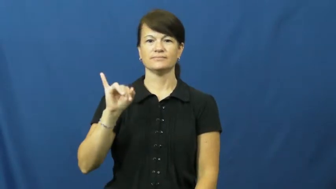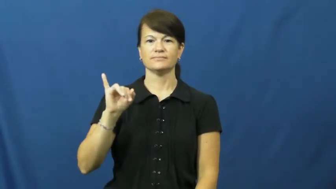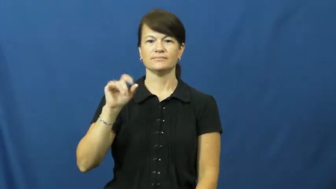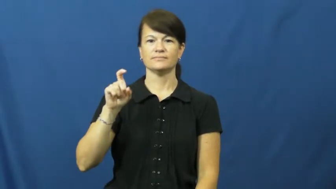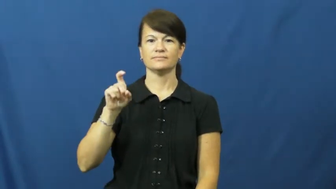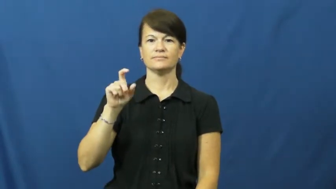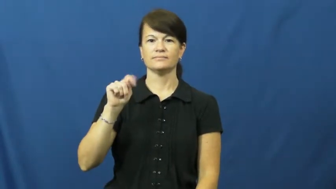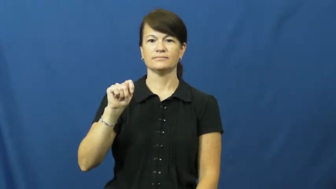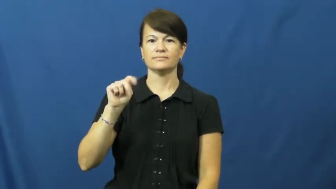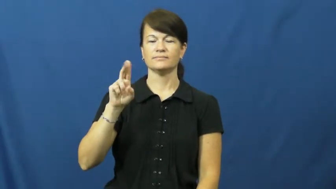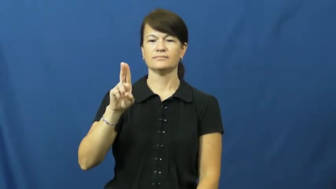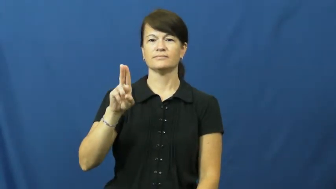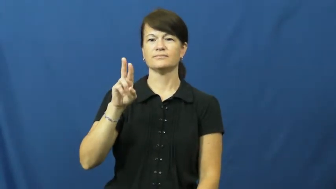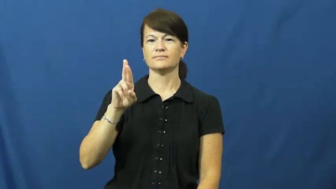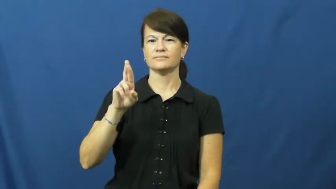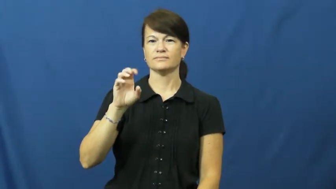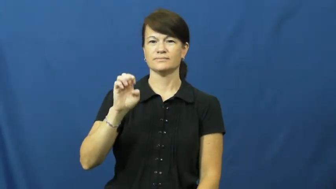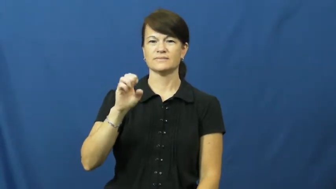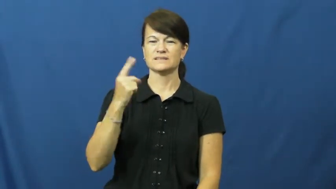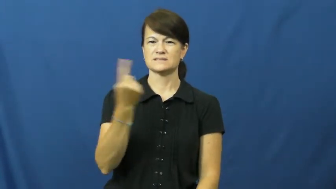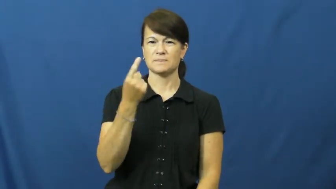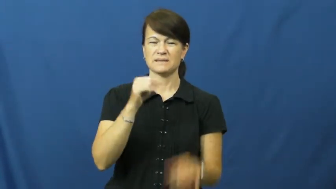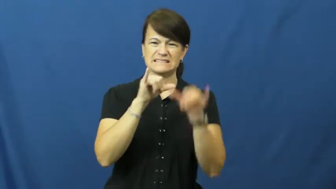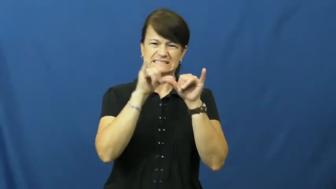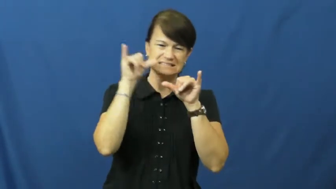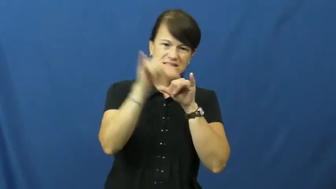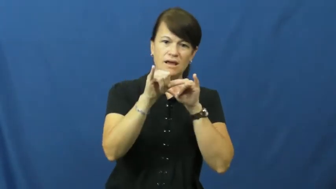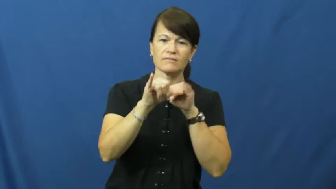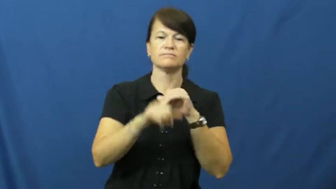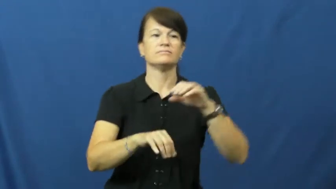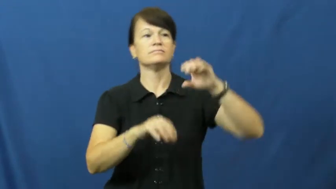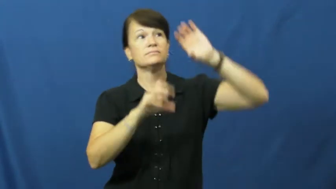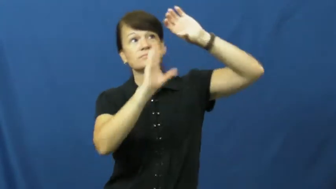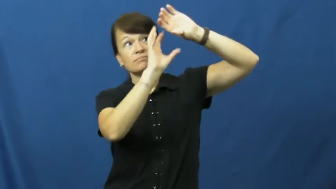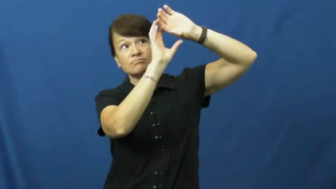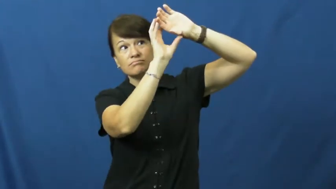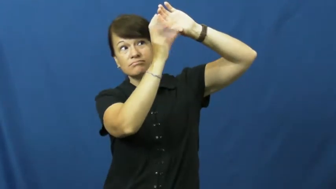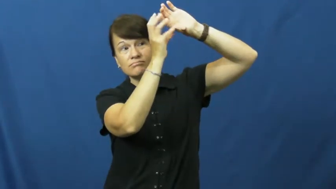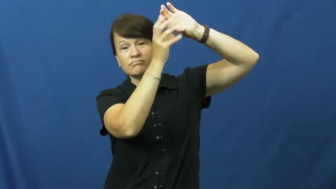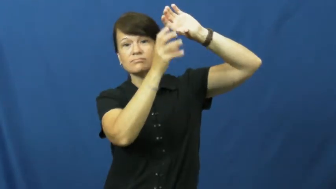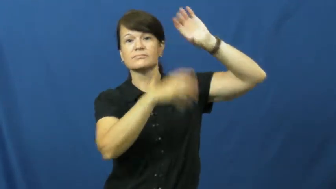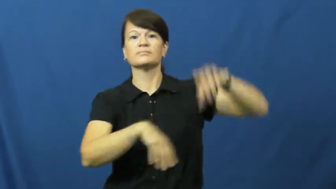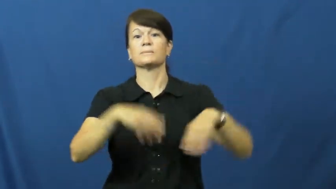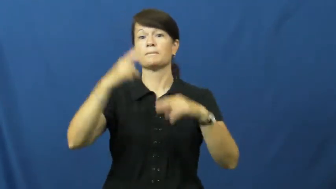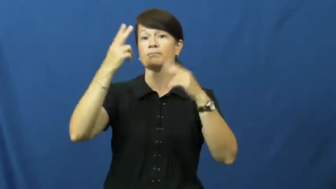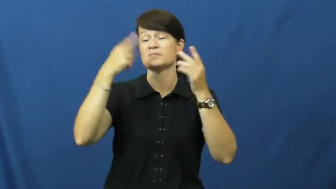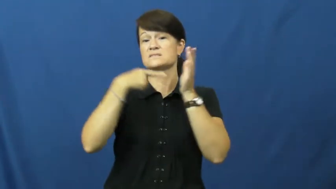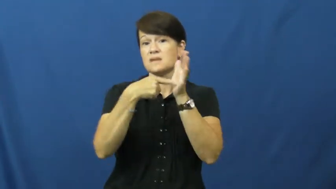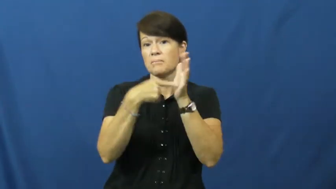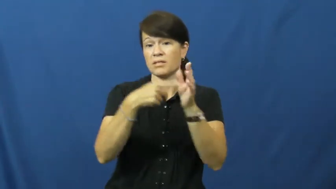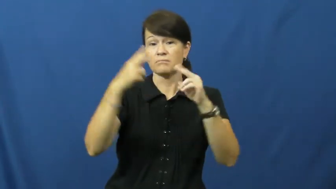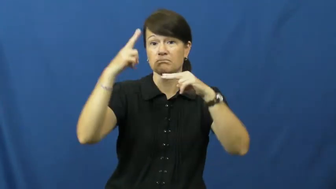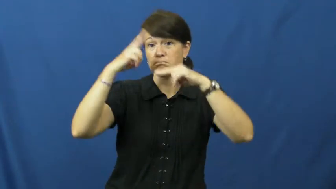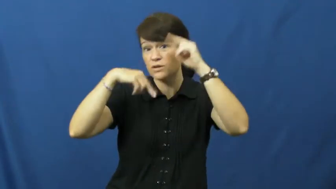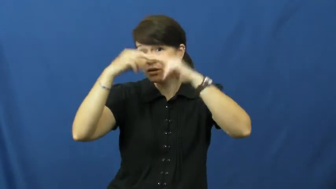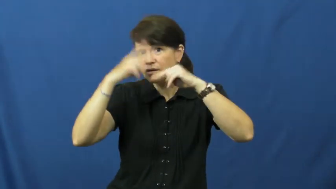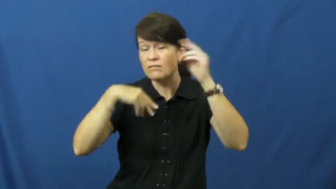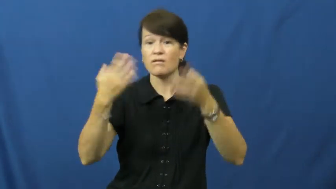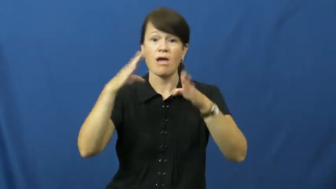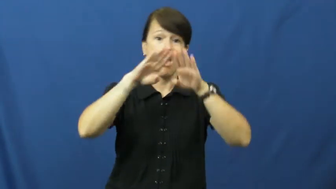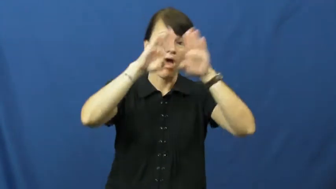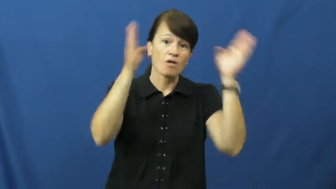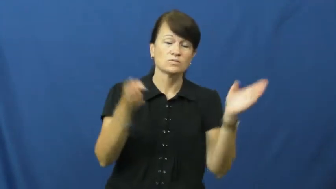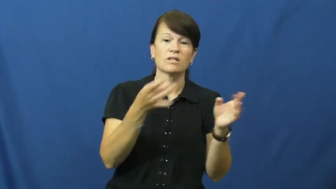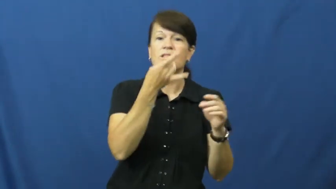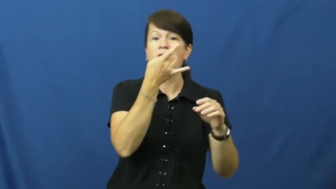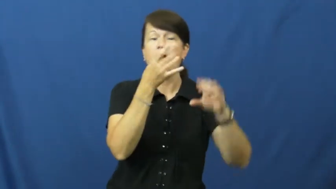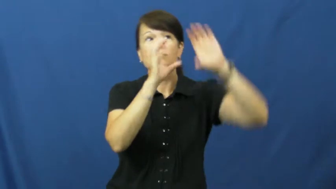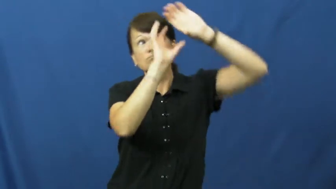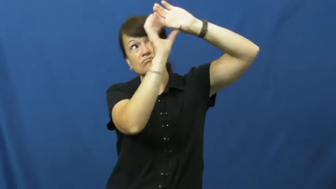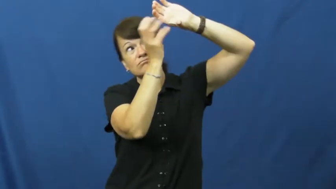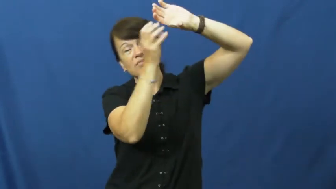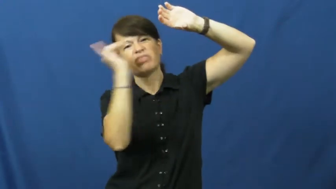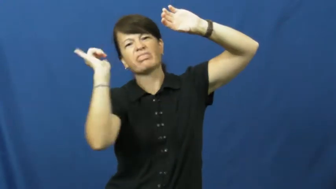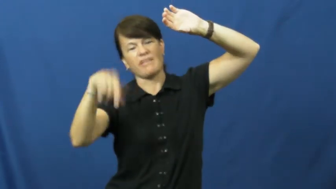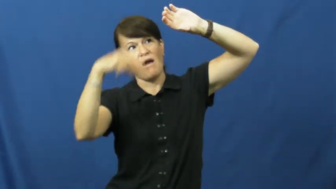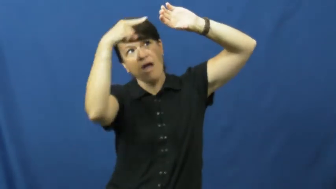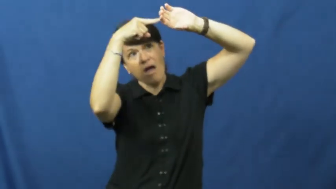fixture